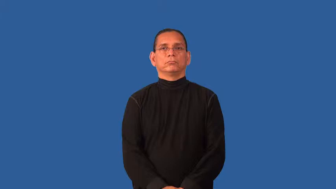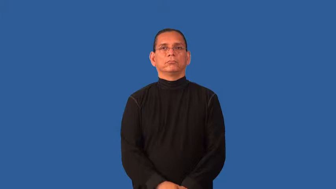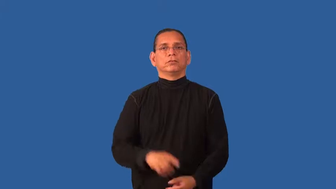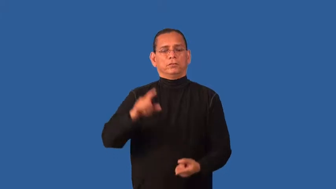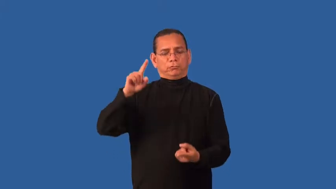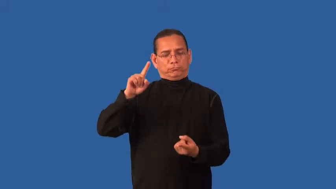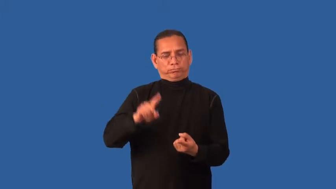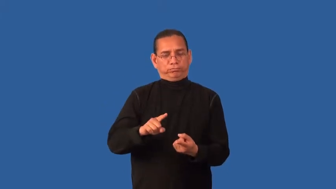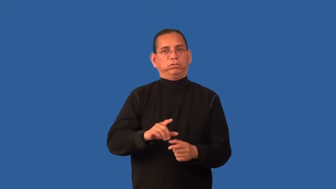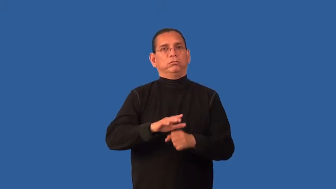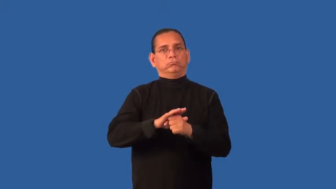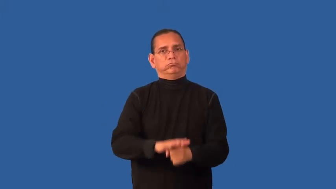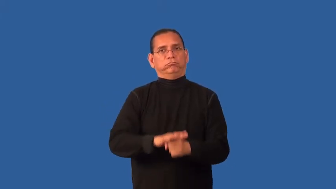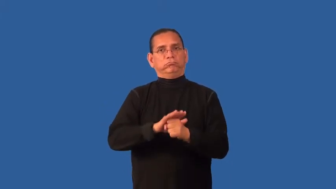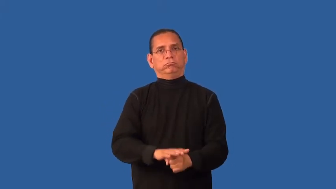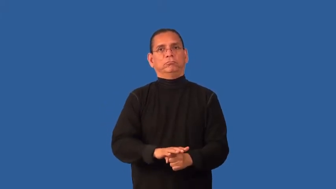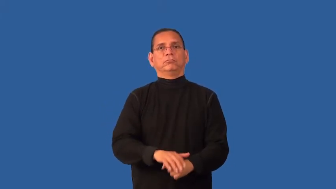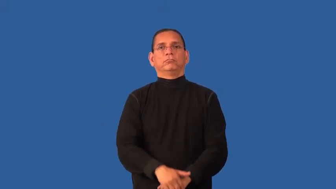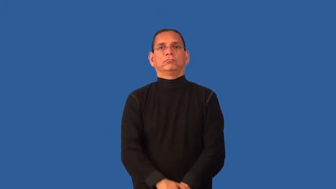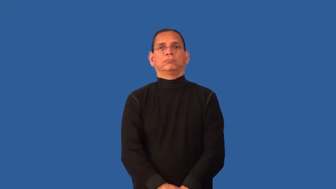depressurize